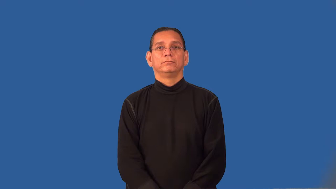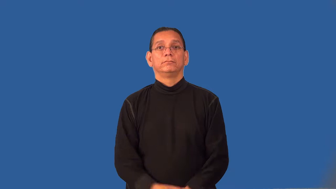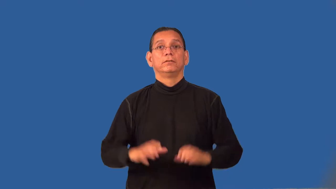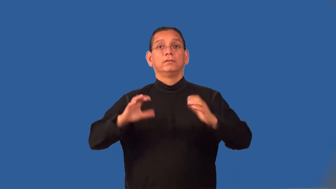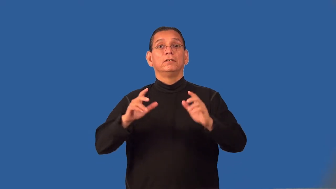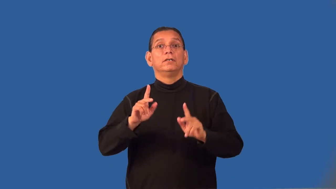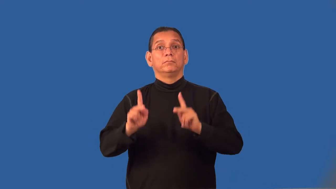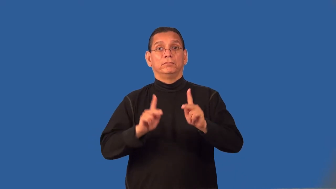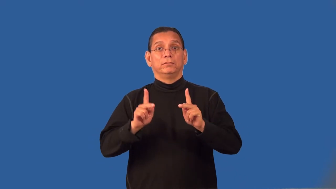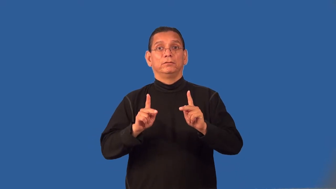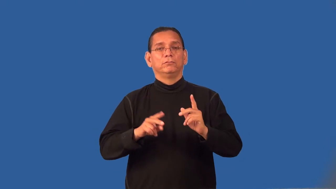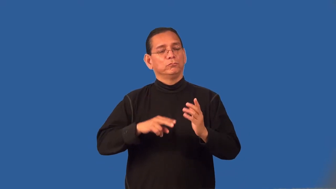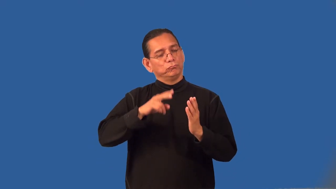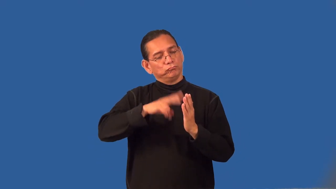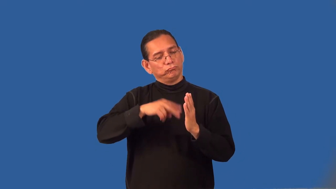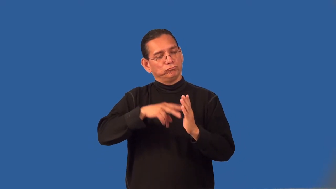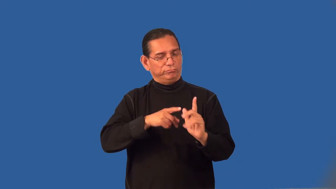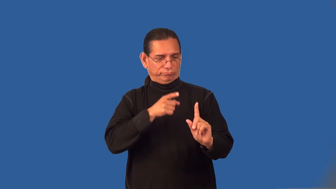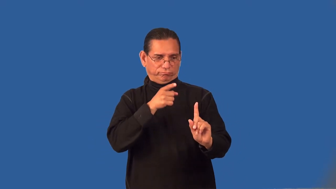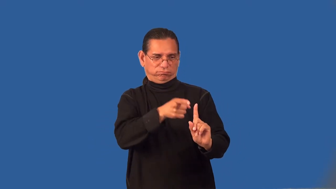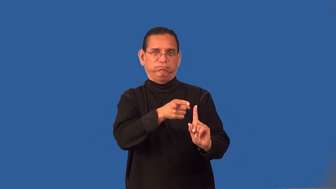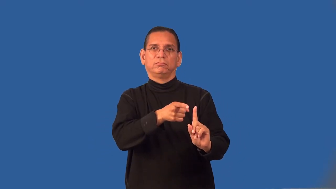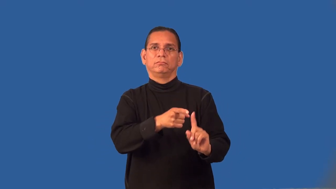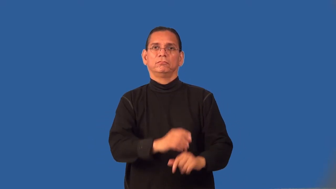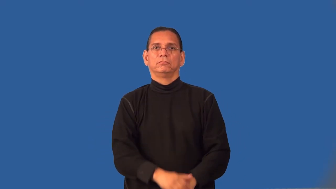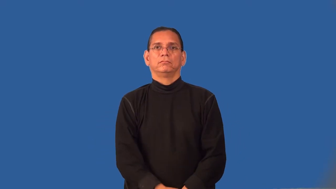readership